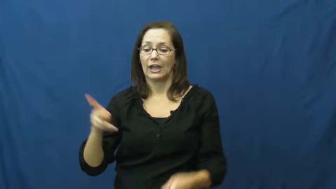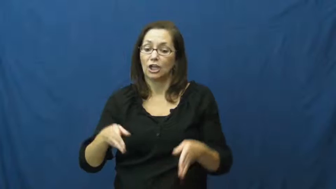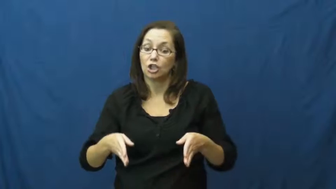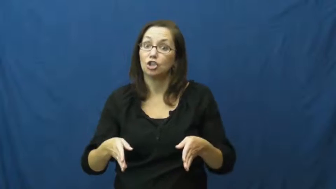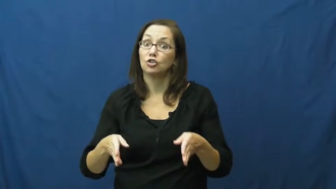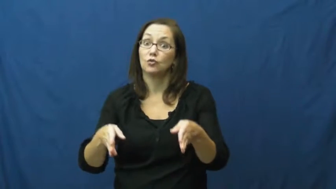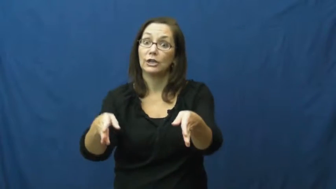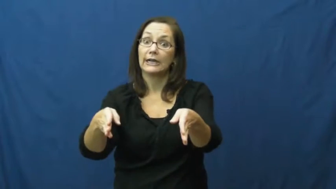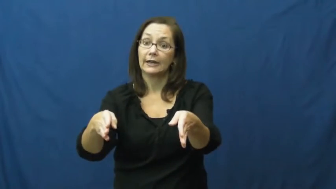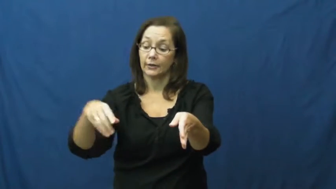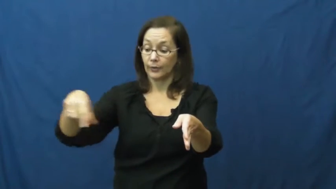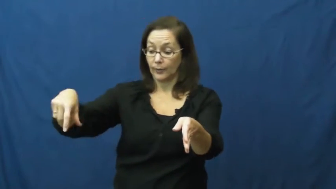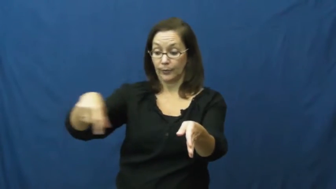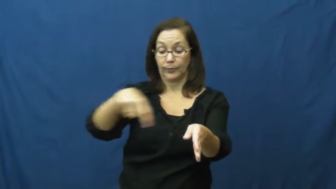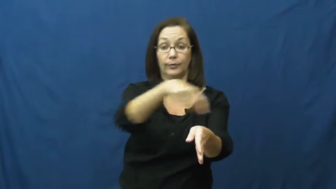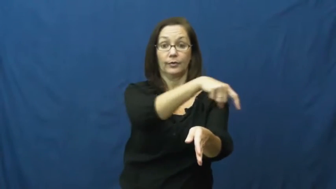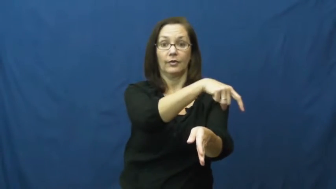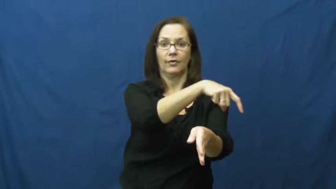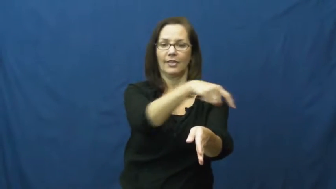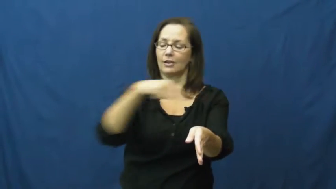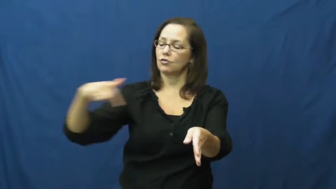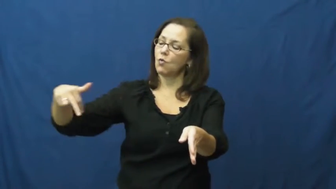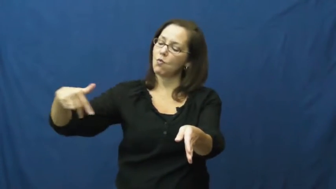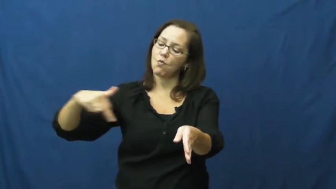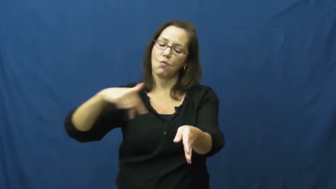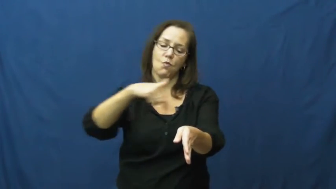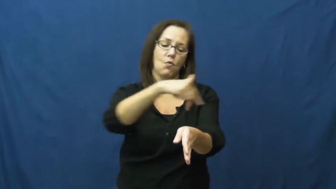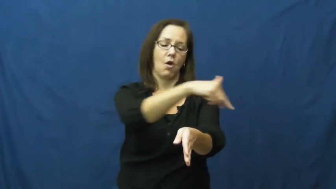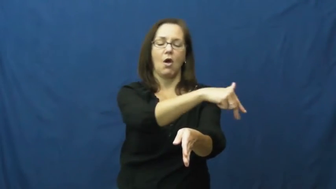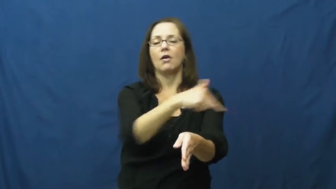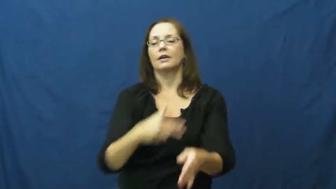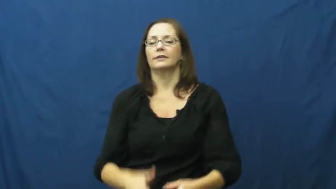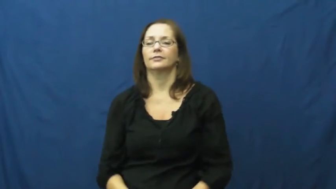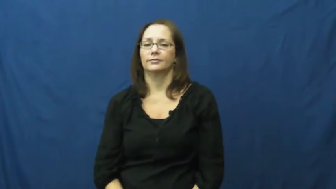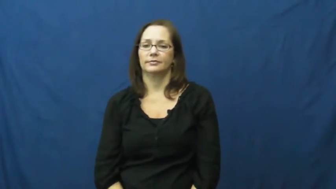crosswalk,crossing,crossover